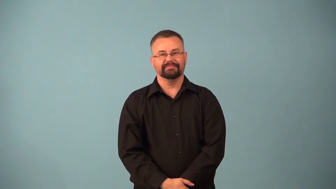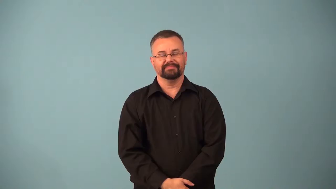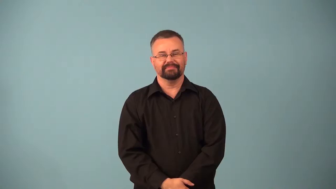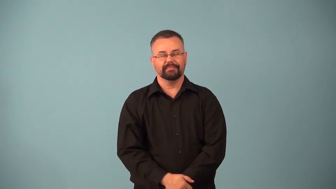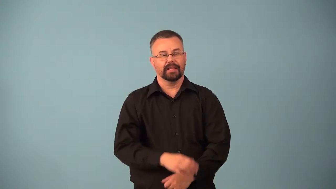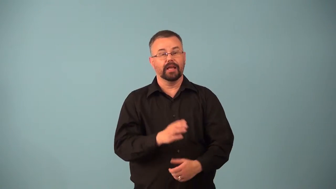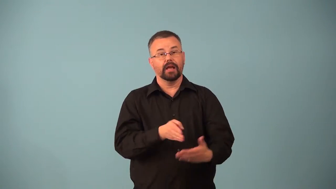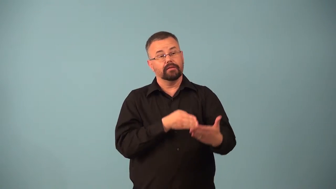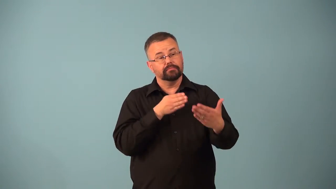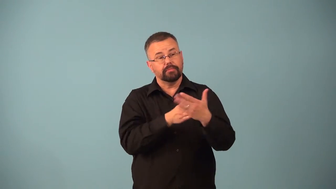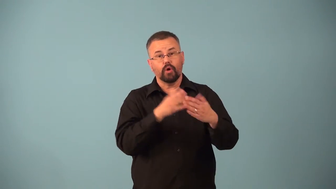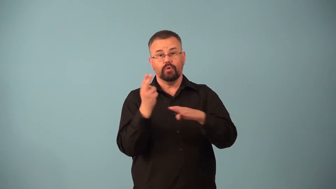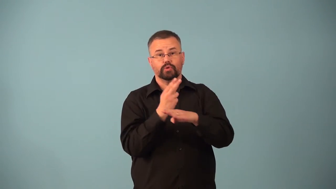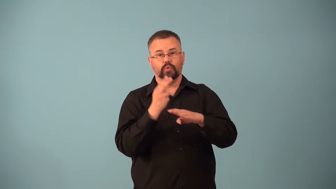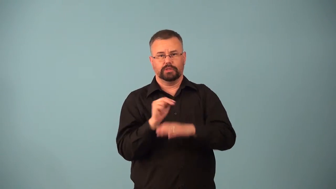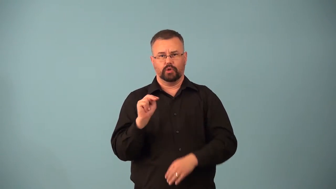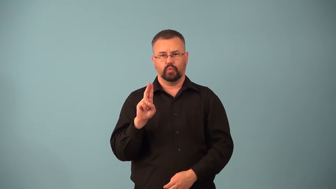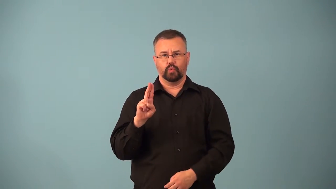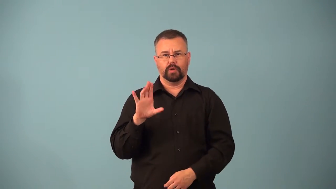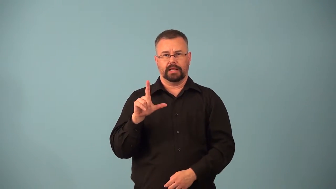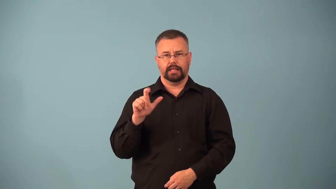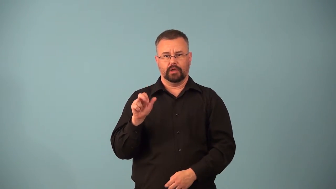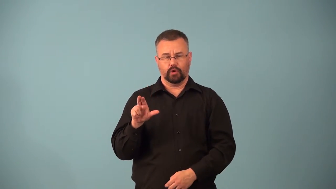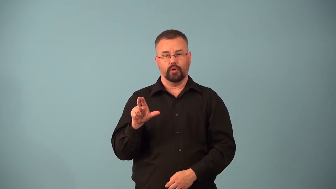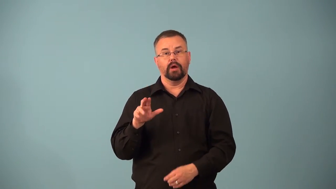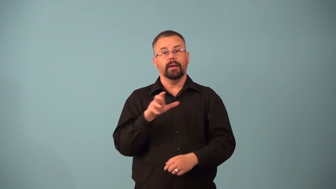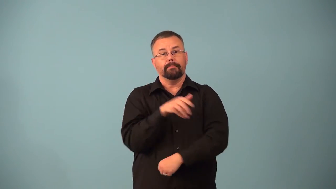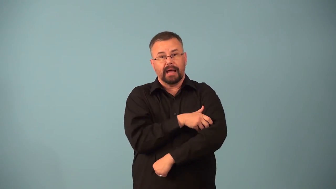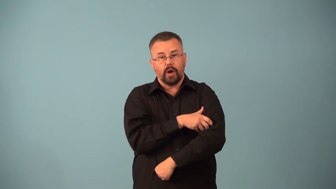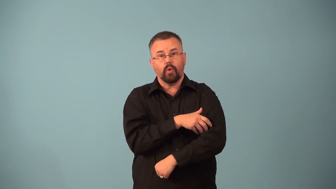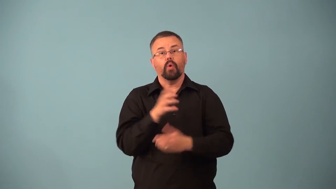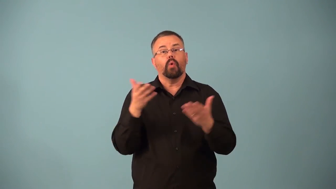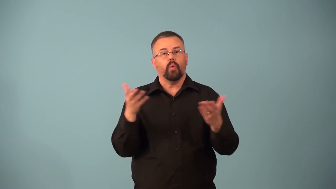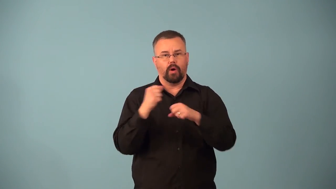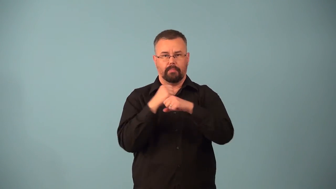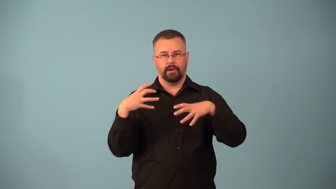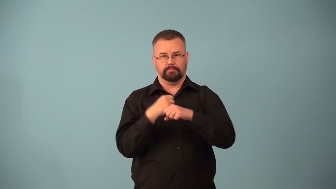antinuclear